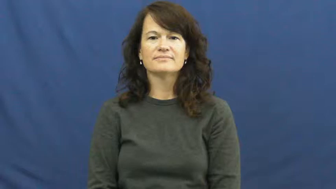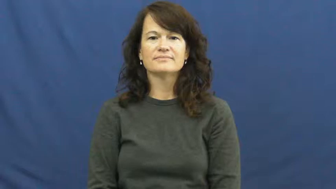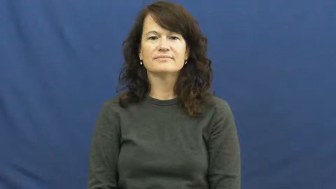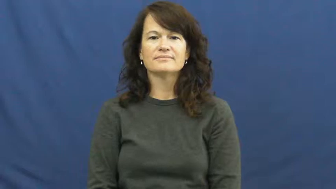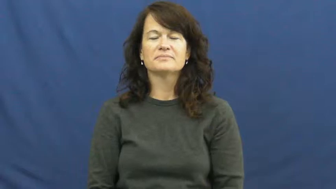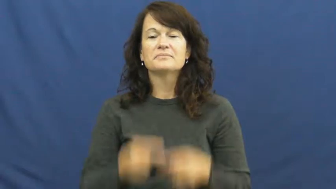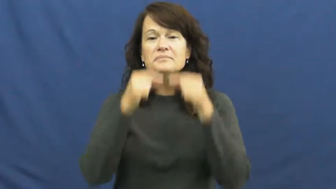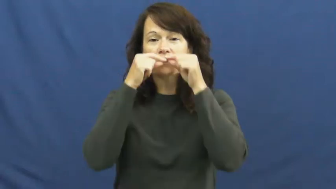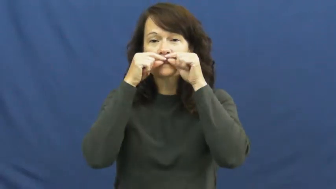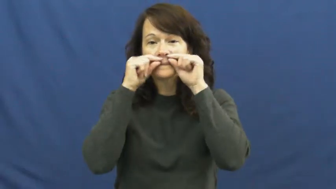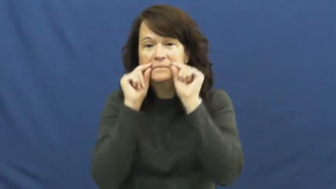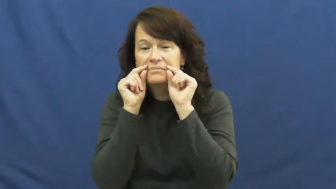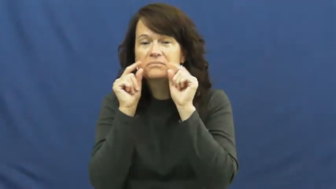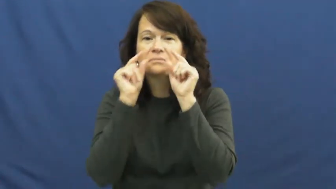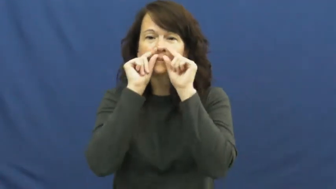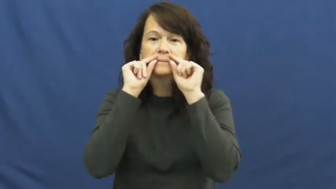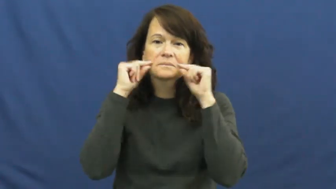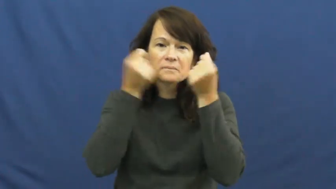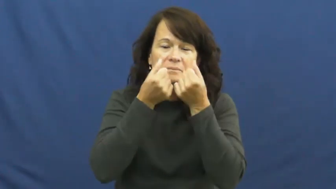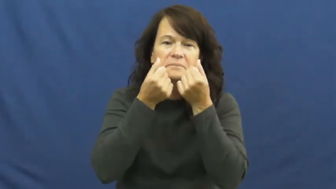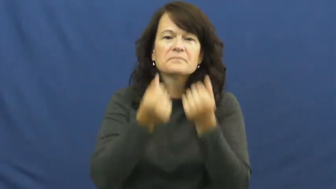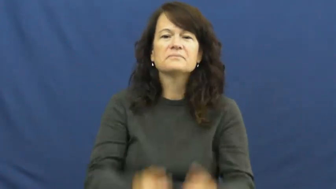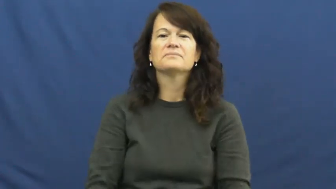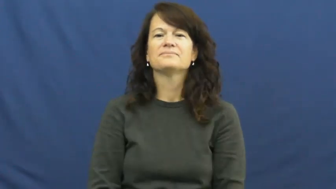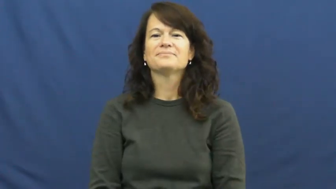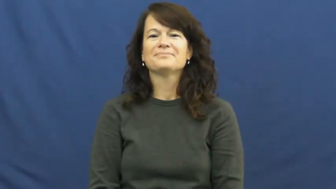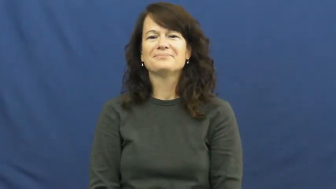mustache